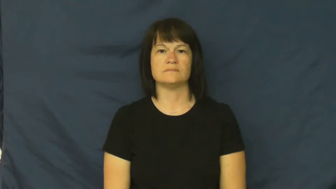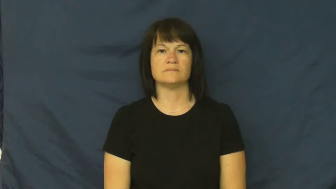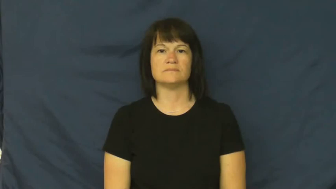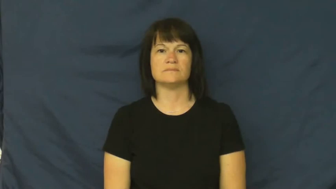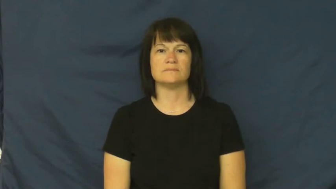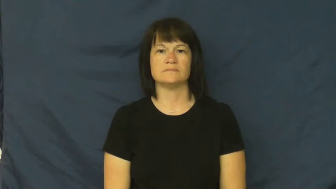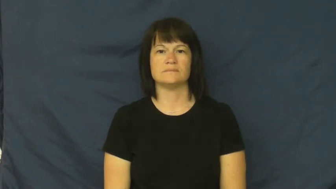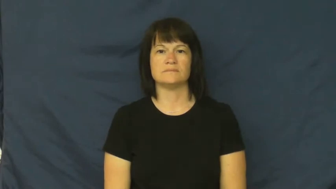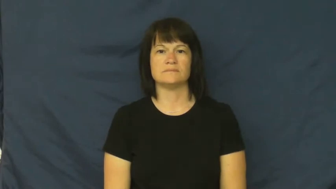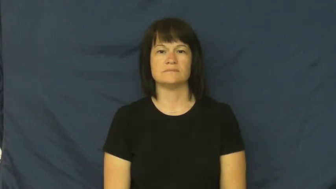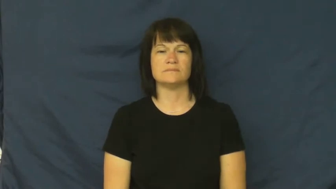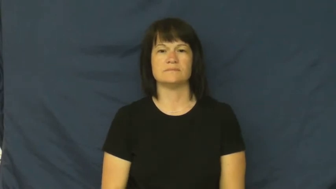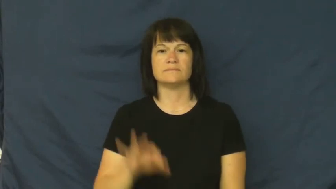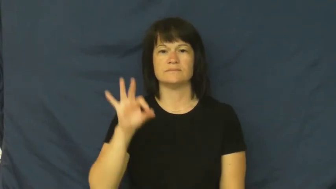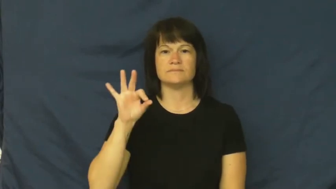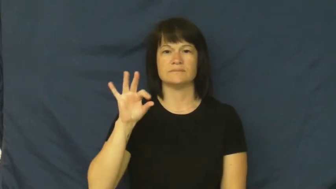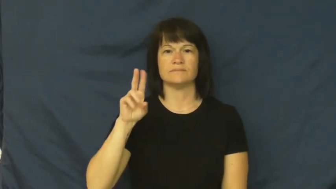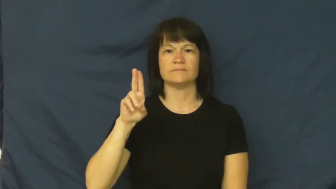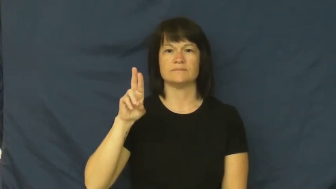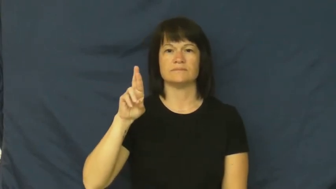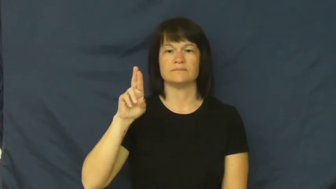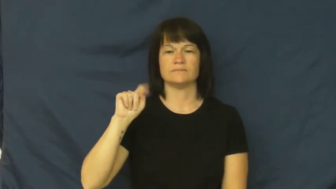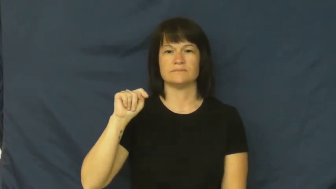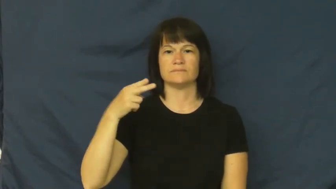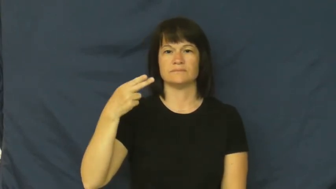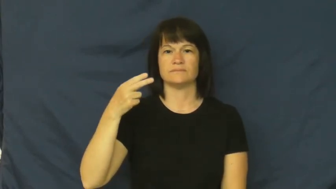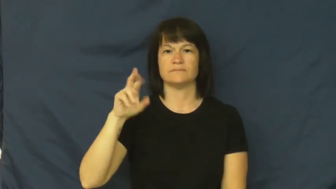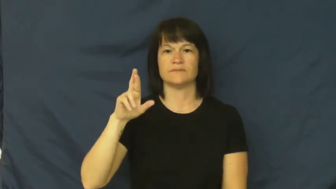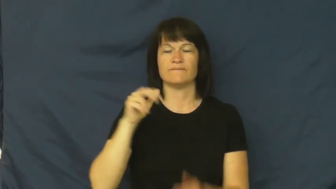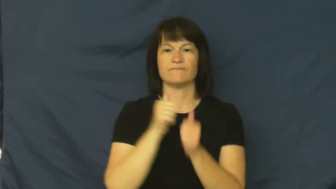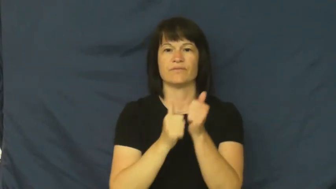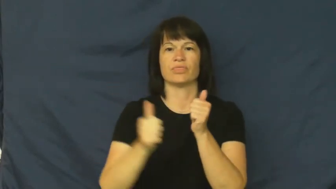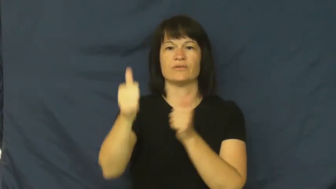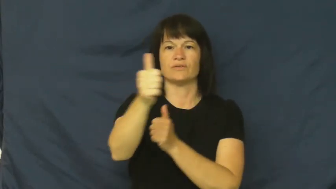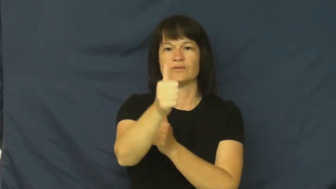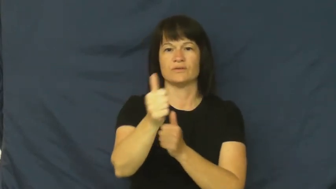further